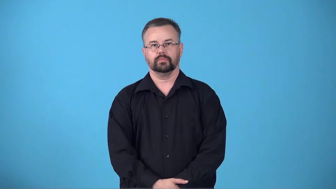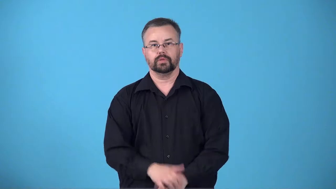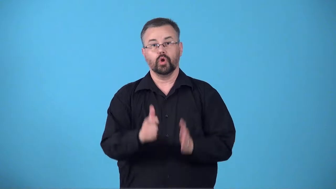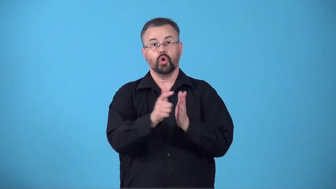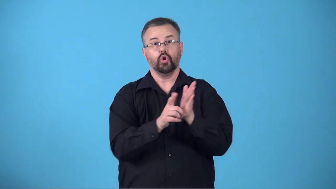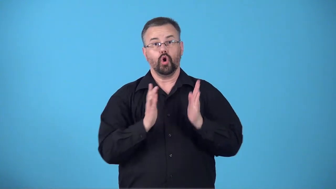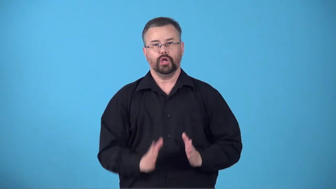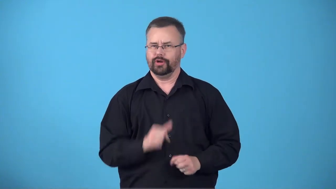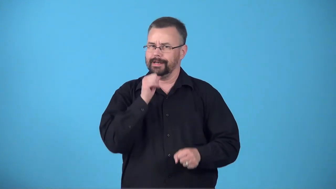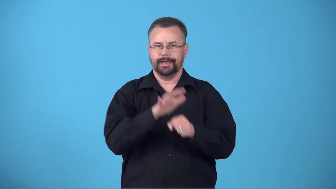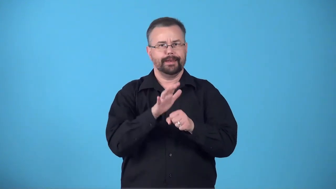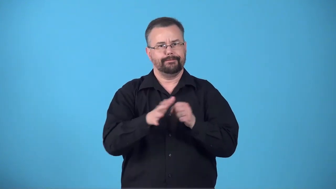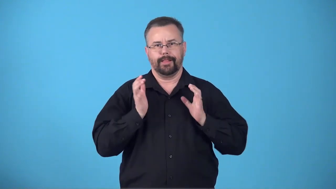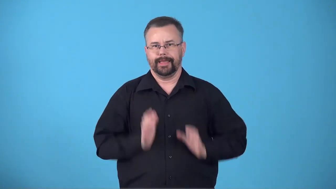briefless